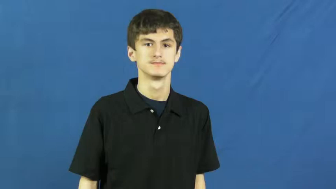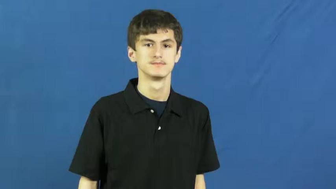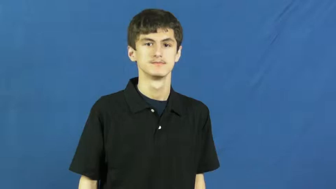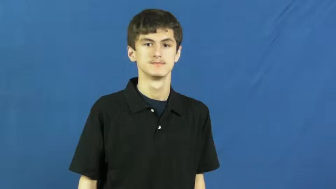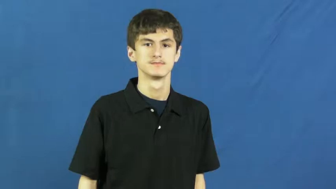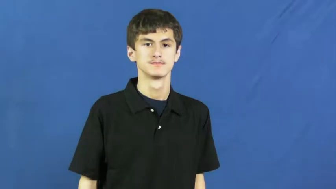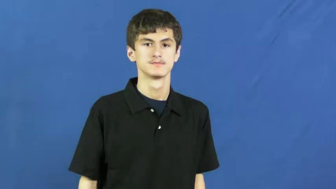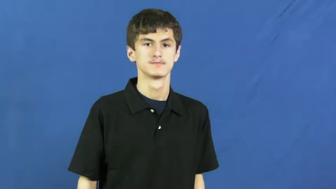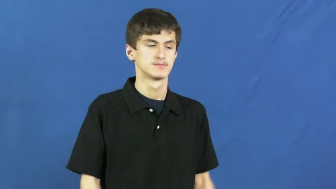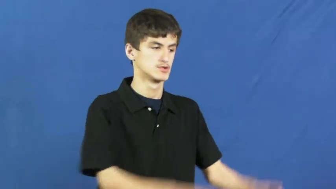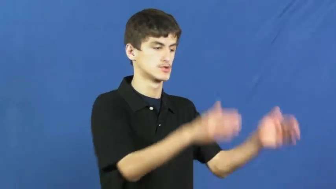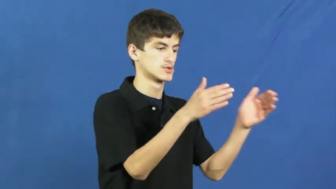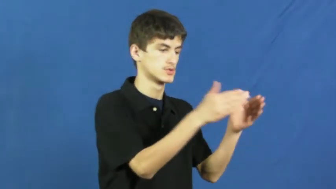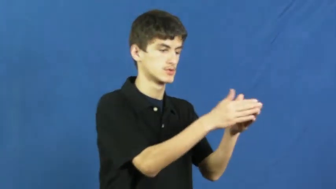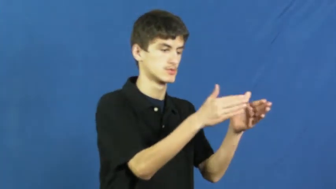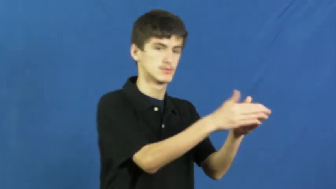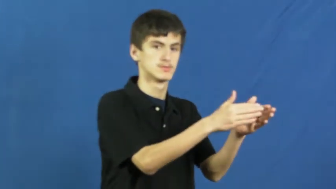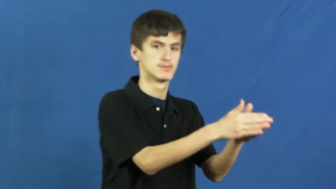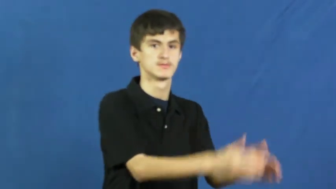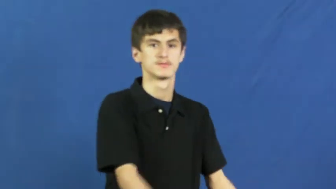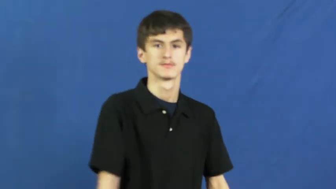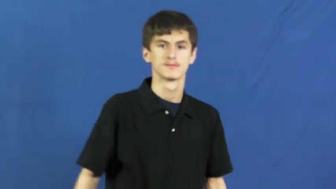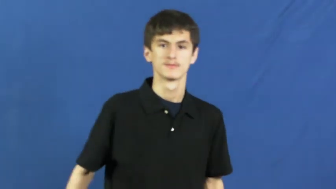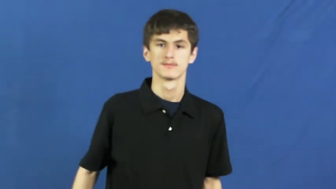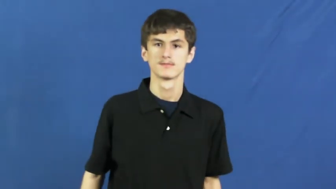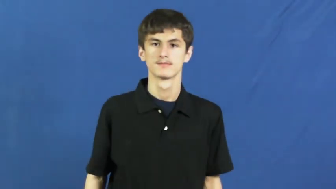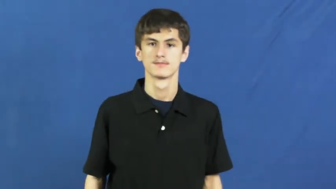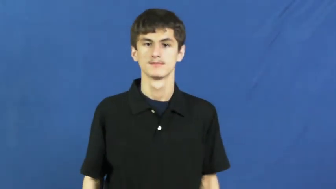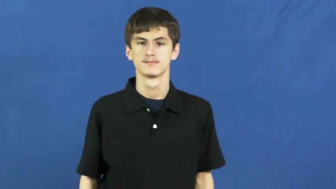corner